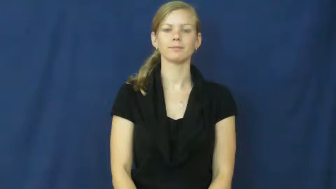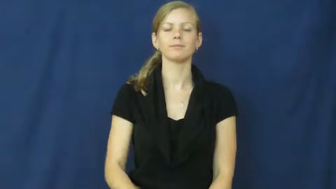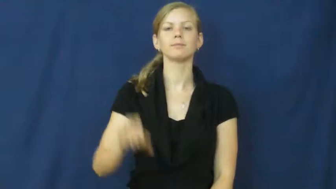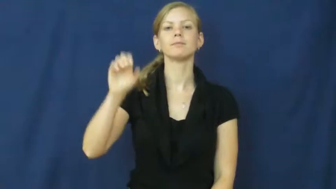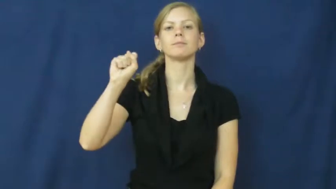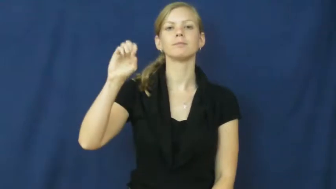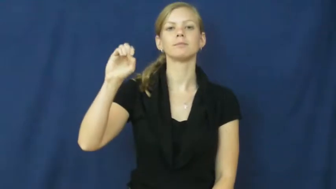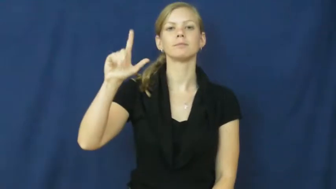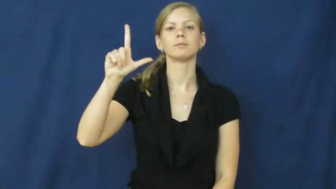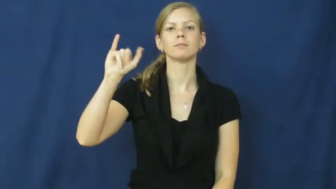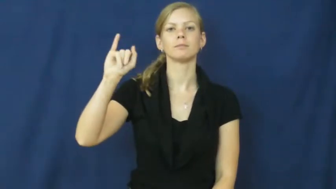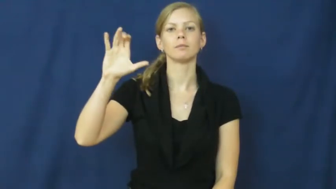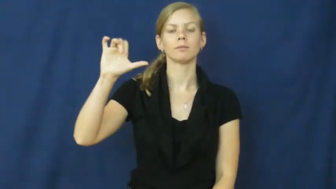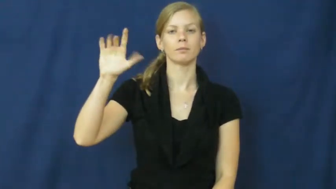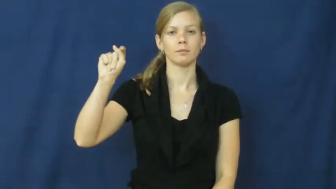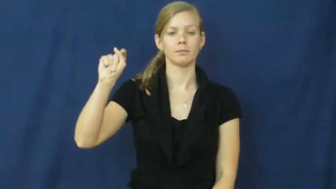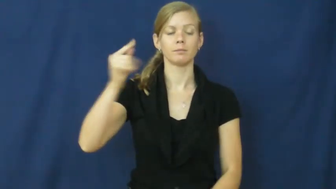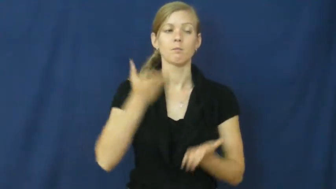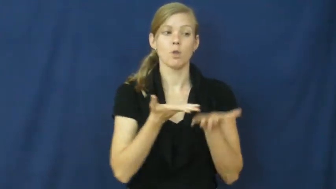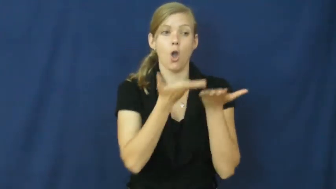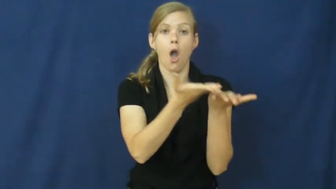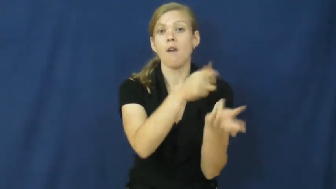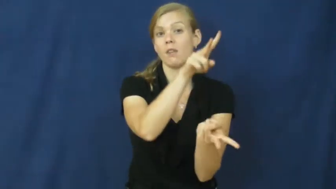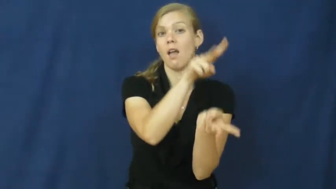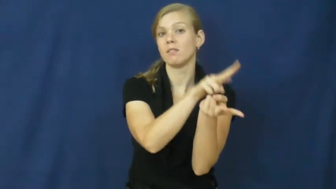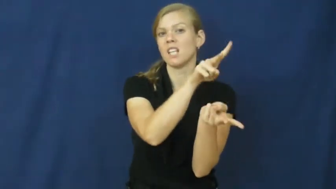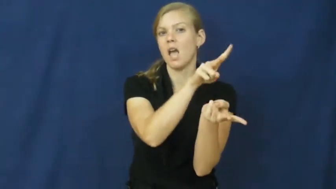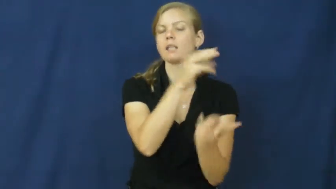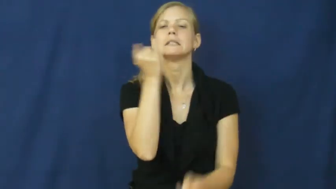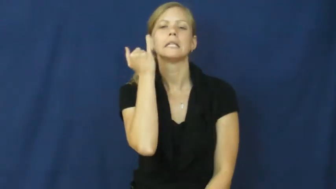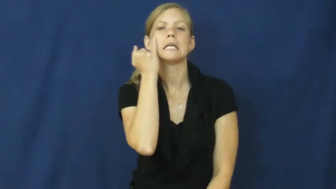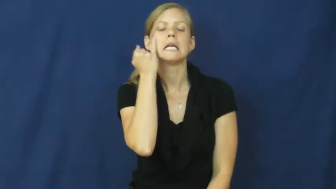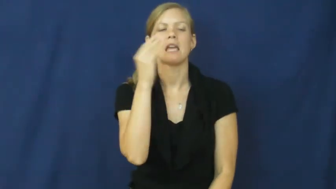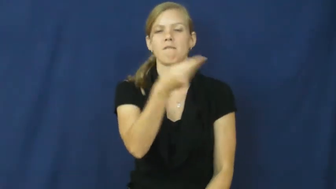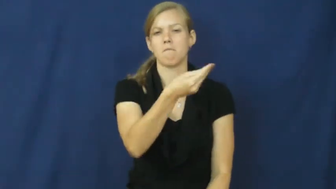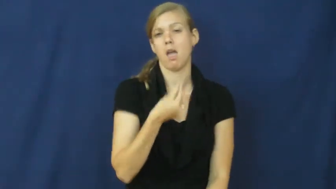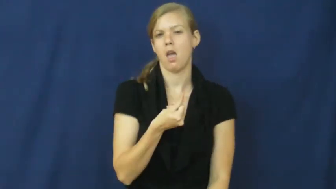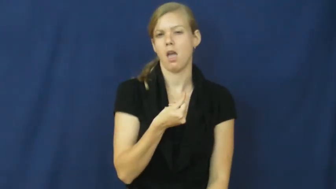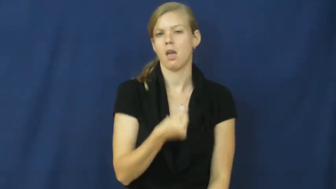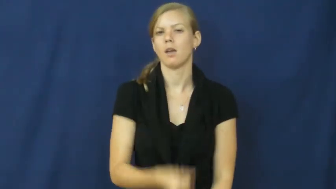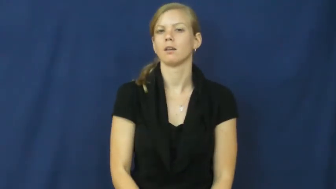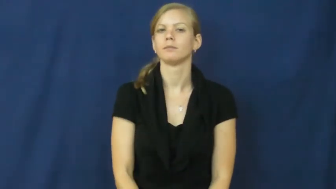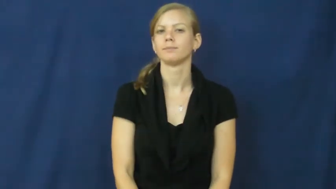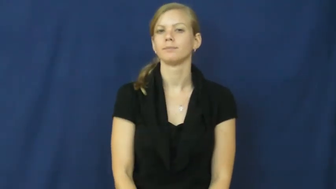solicit-have sex for money